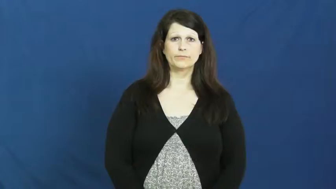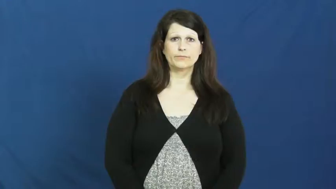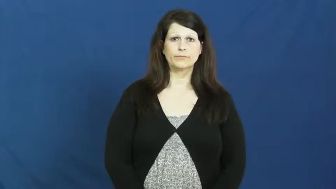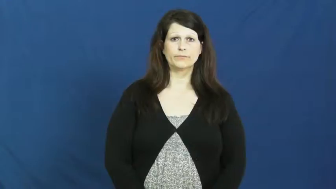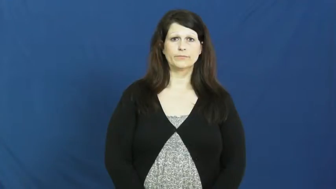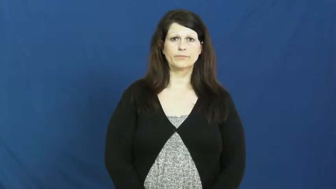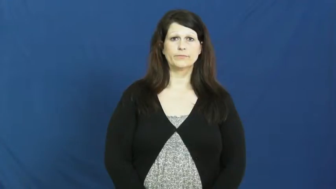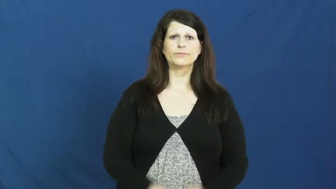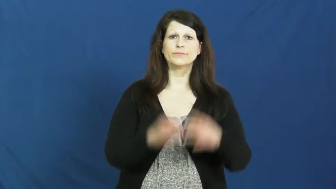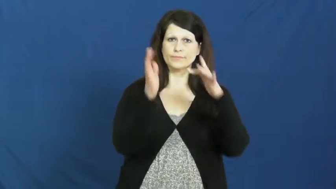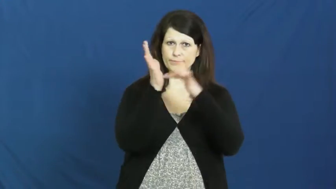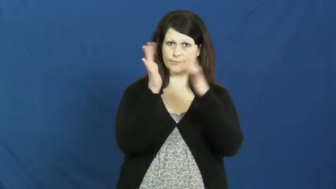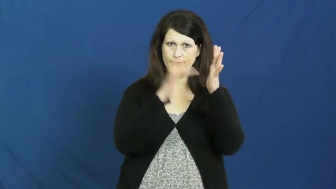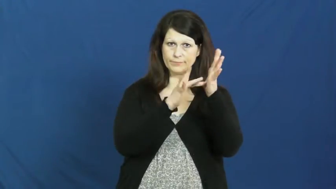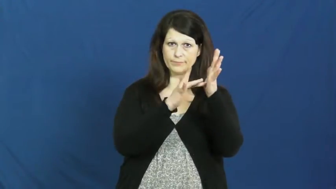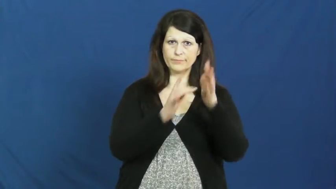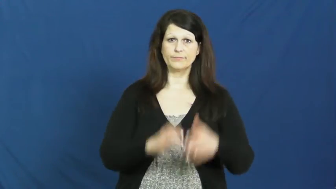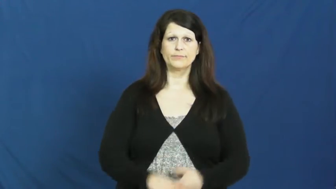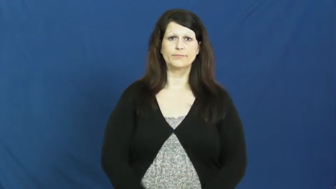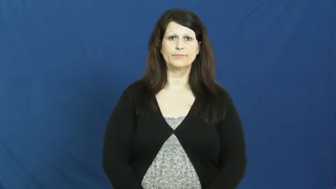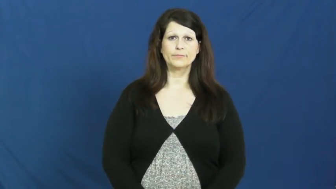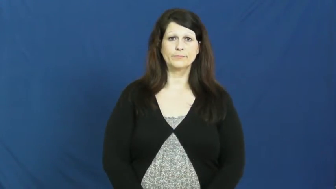jesus